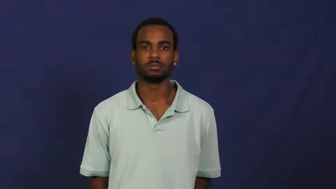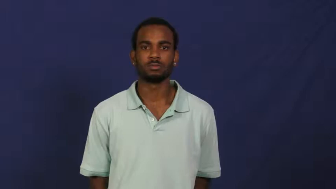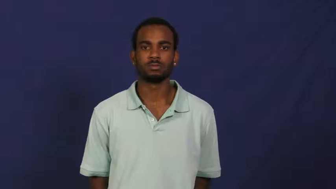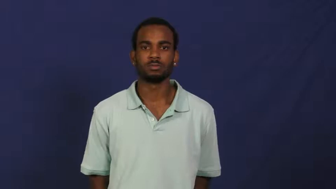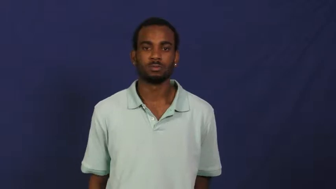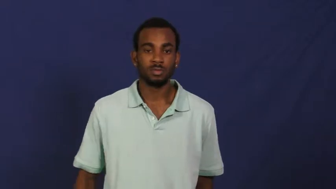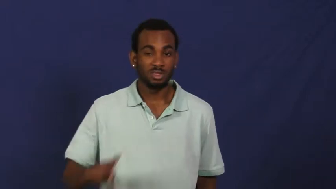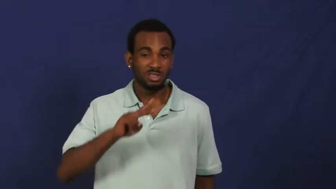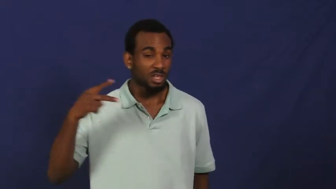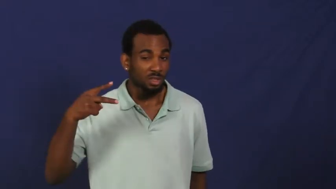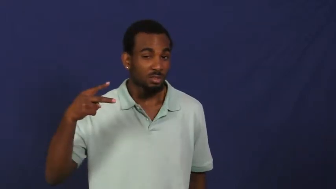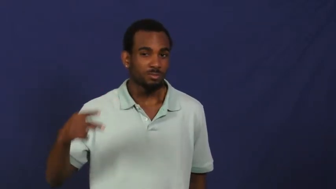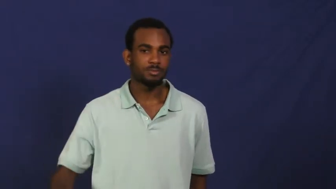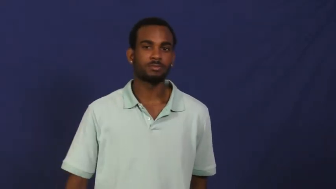runner-up